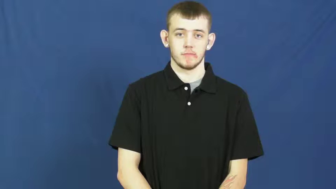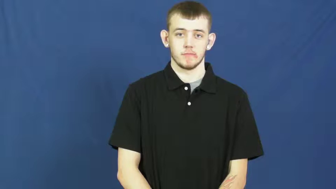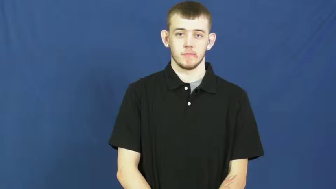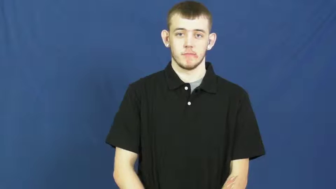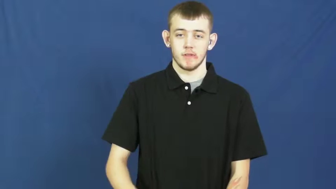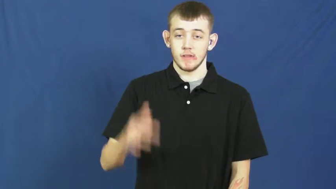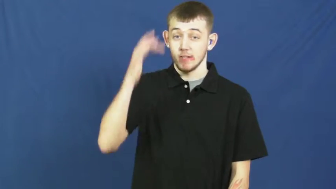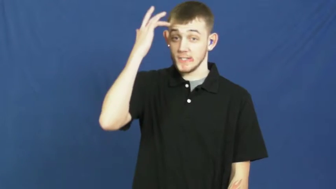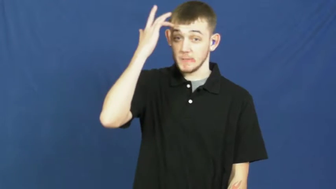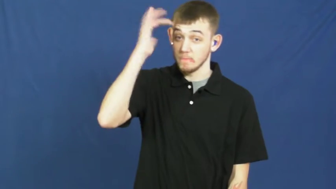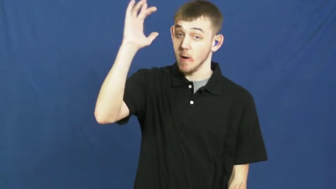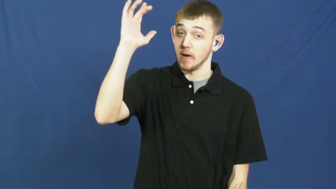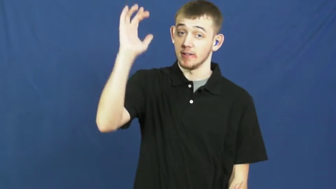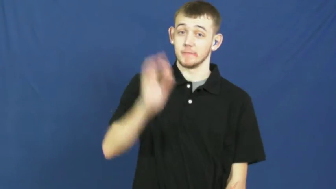smart,astute,intelligent,clever,brainy,bright,sharp,erudite,brainpower,brilliant,donnish